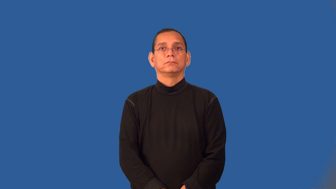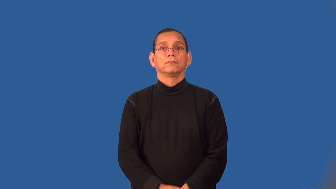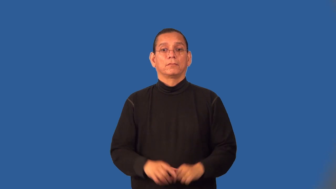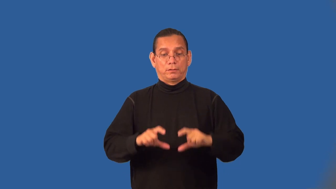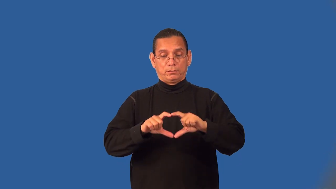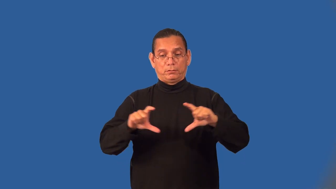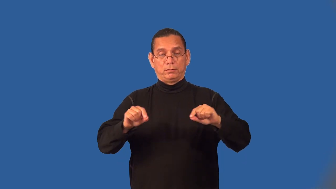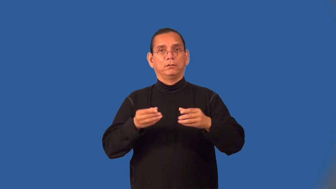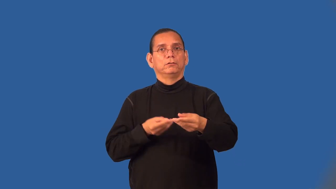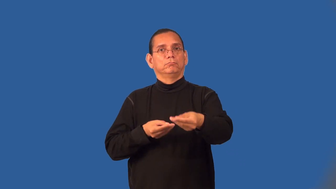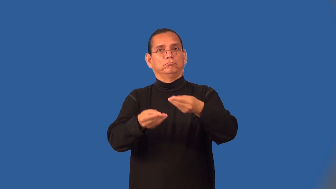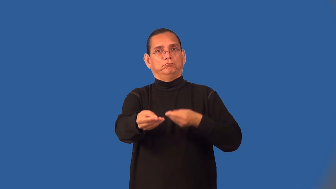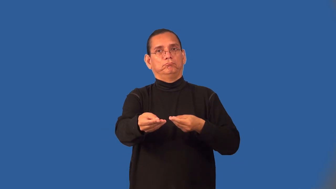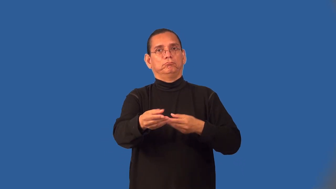voucher